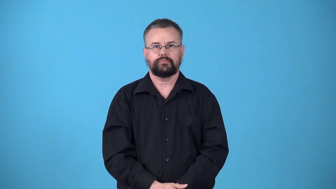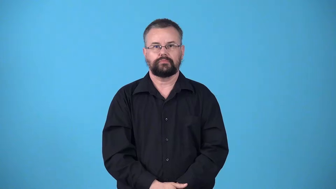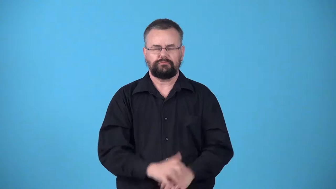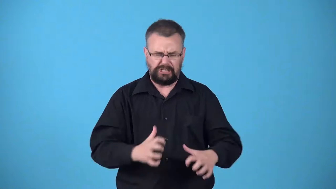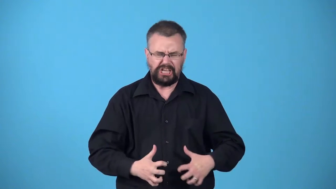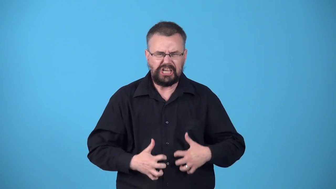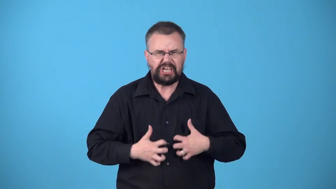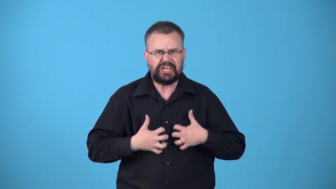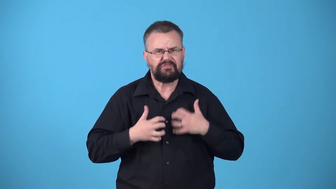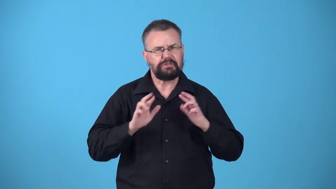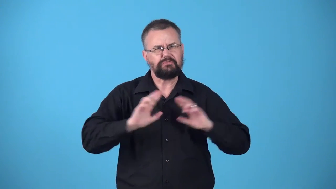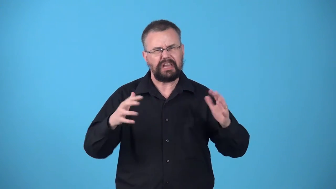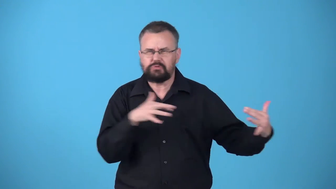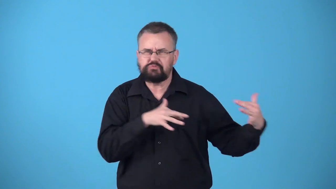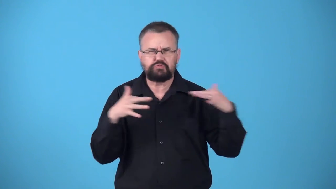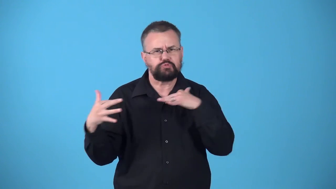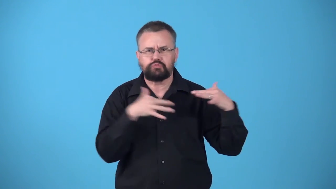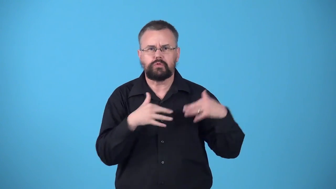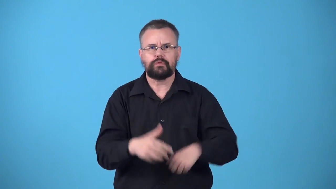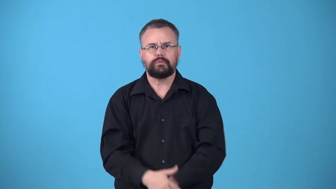warpath